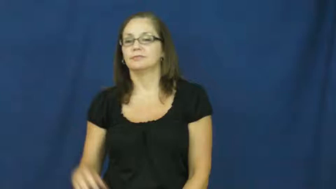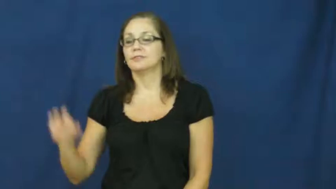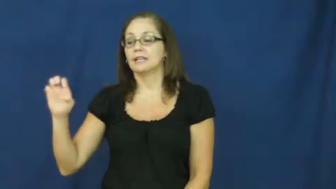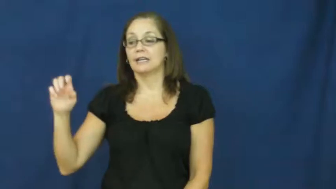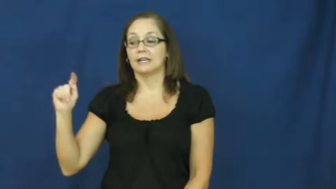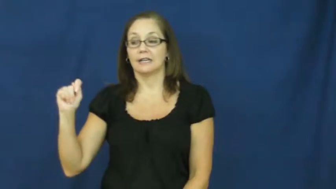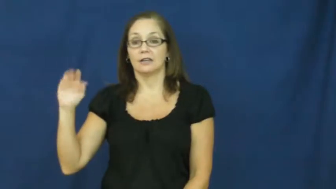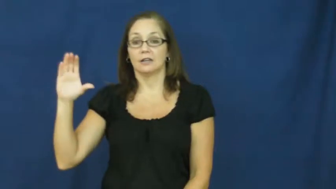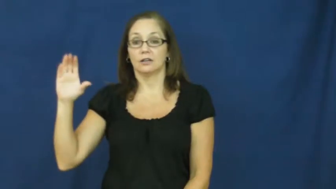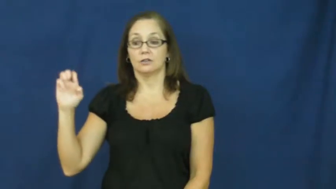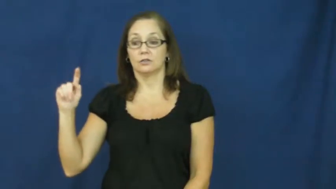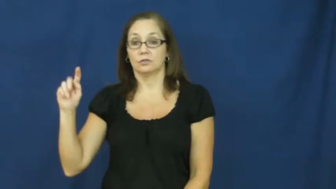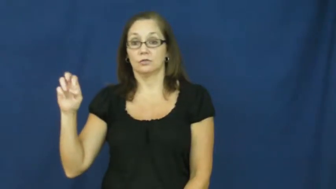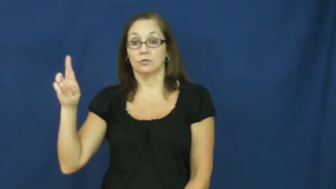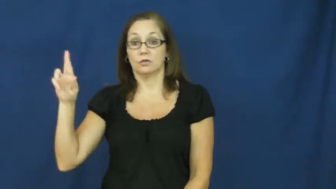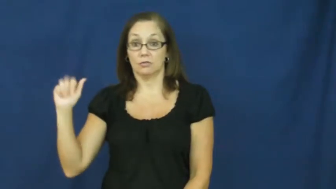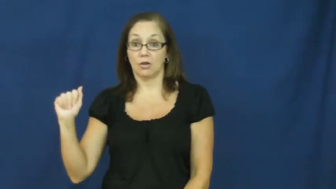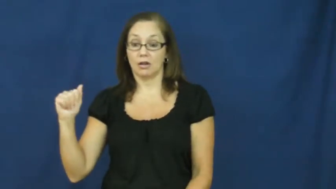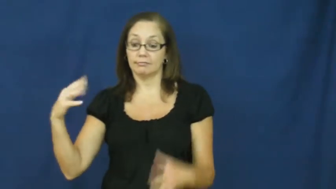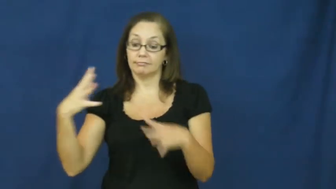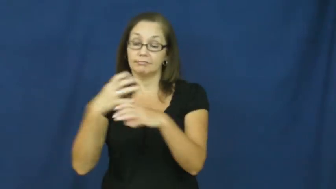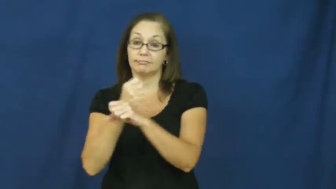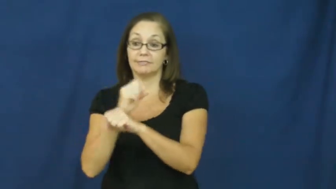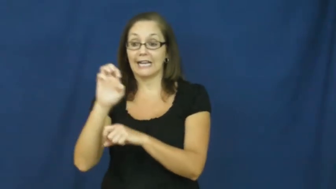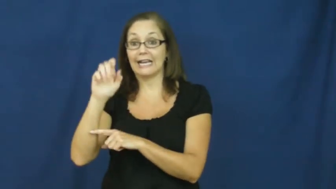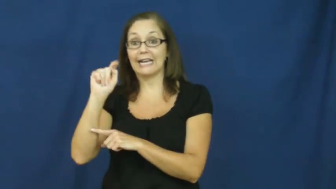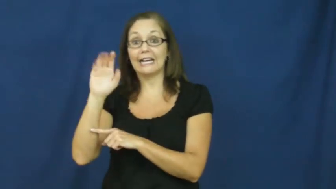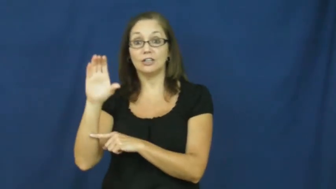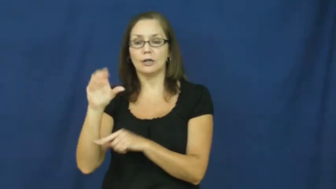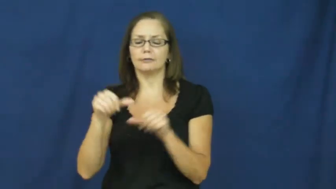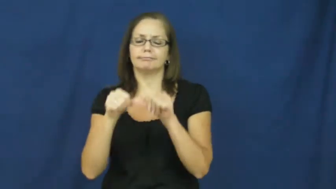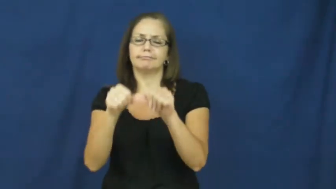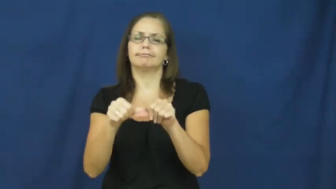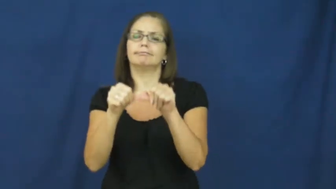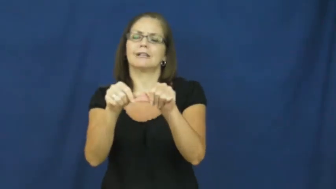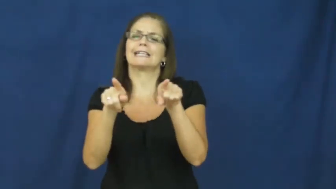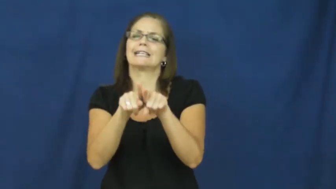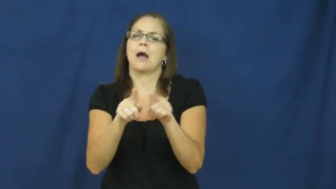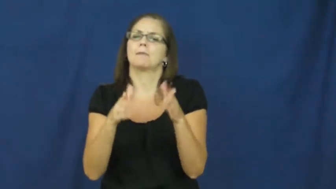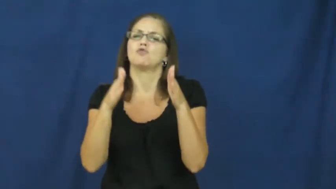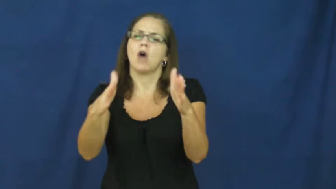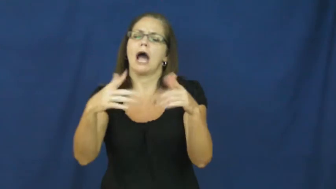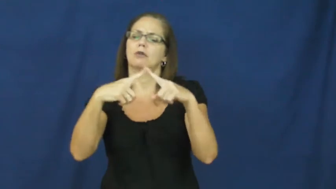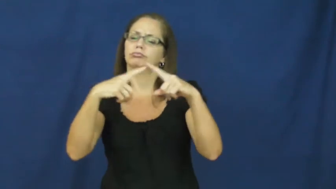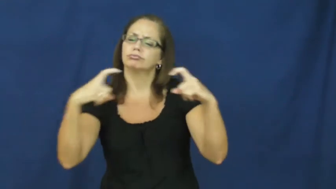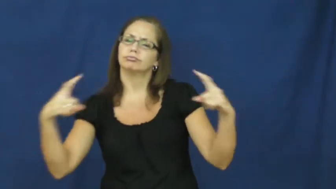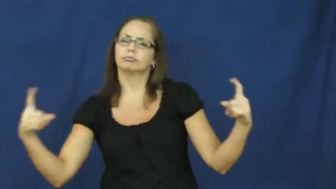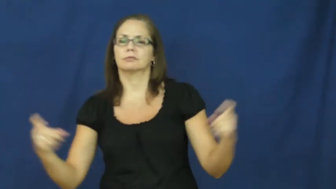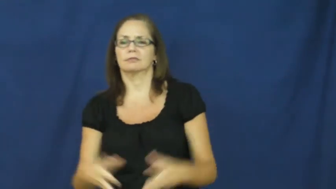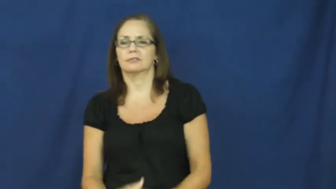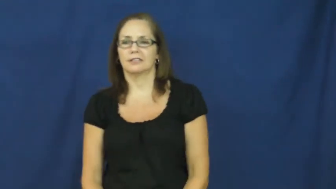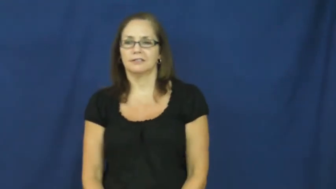etcetera